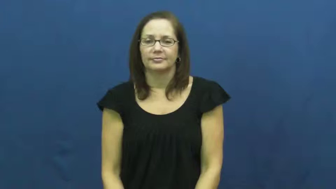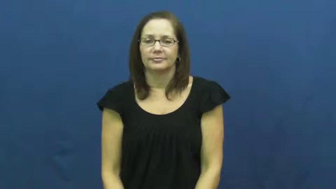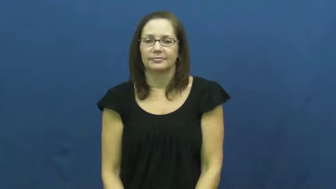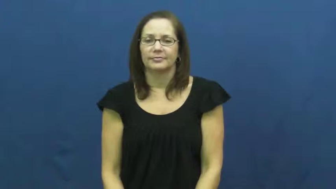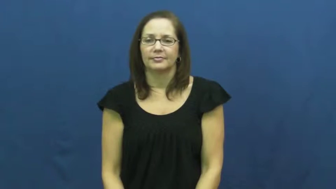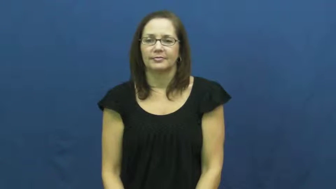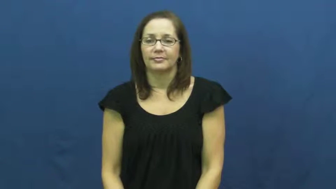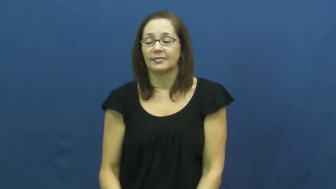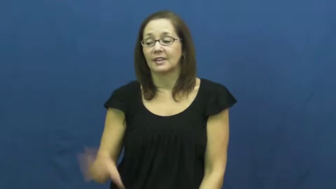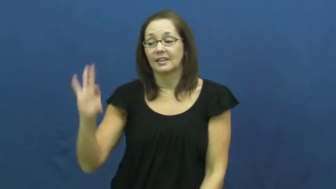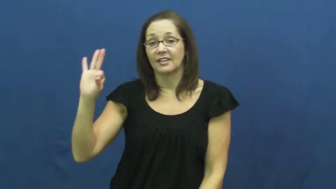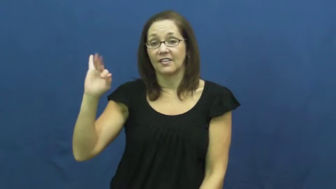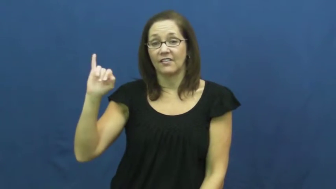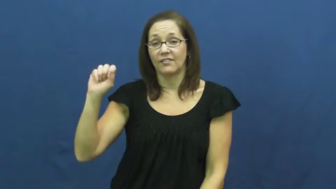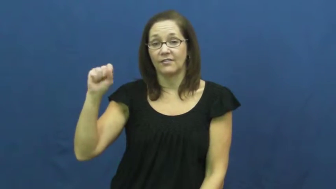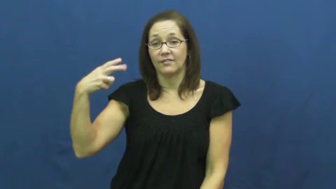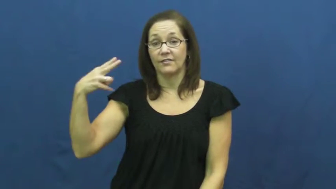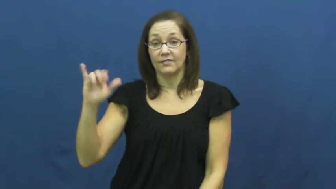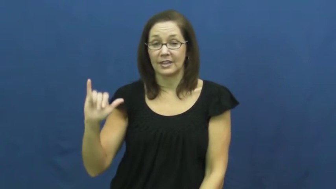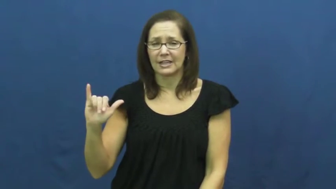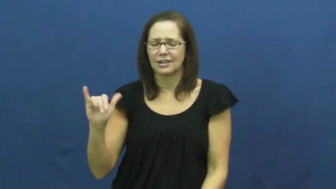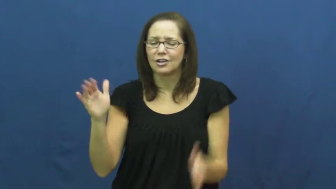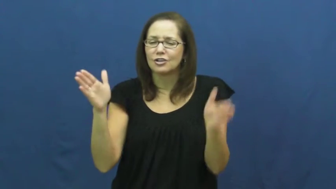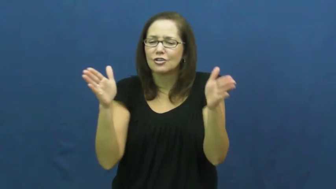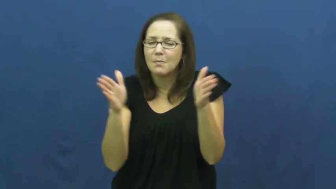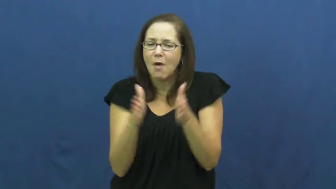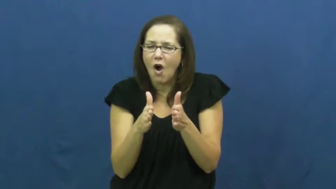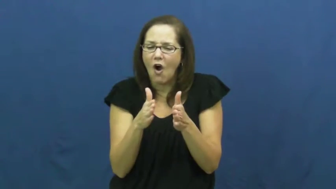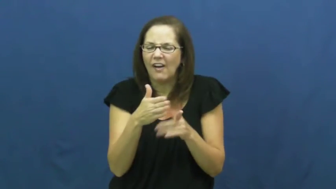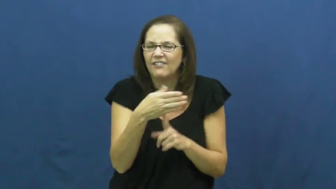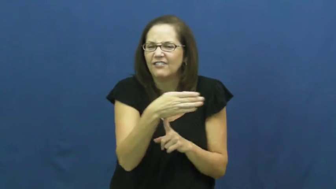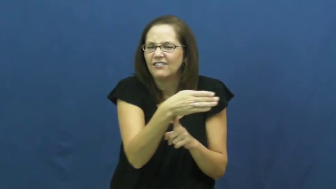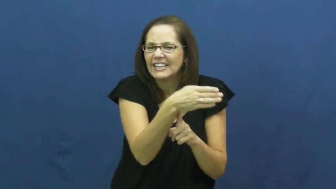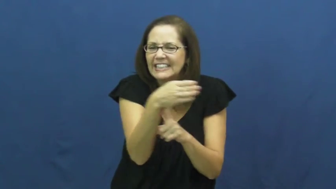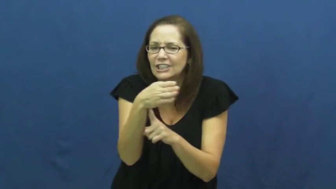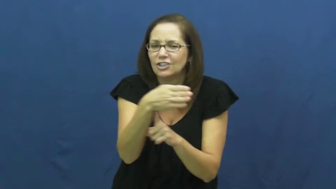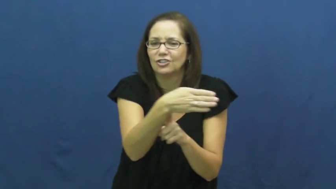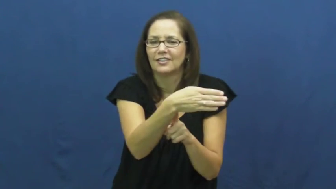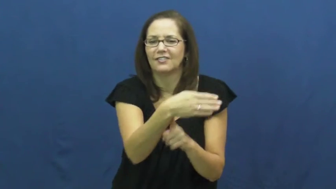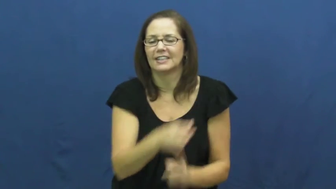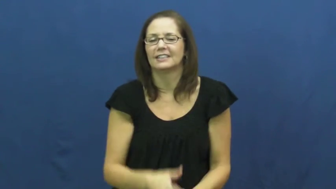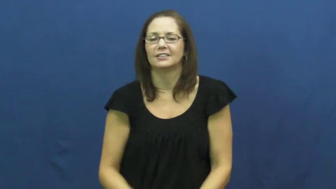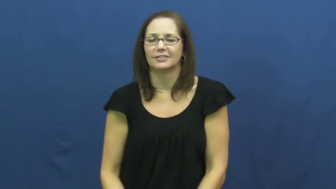fishy-small fish